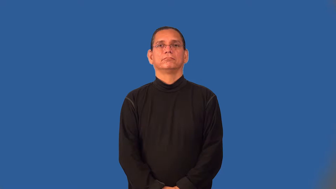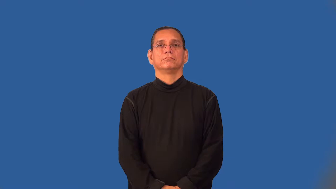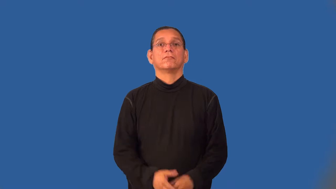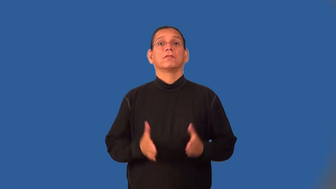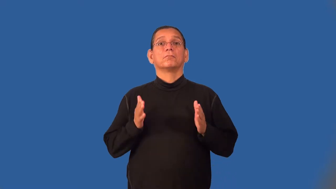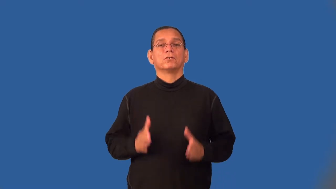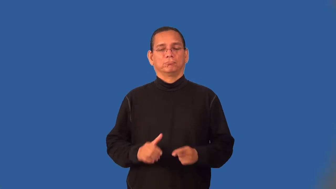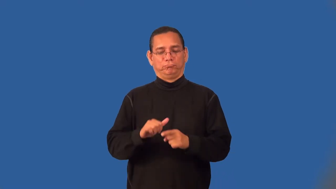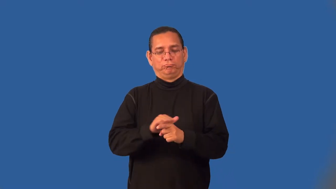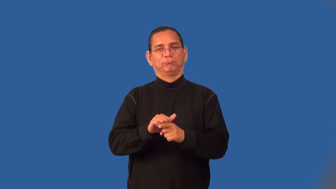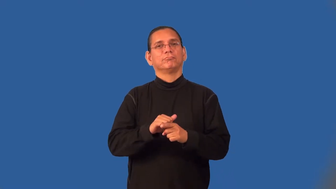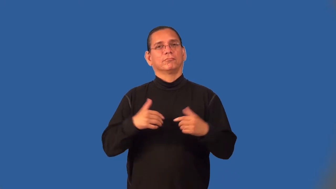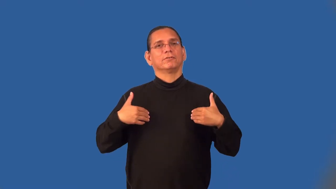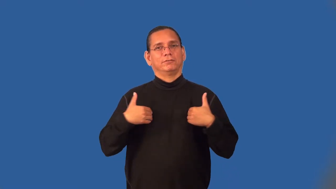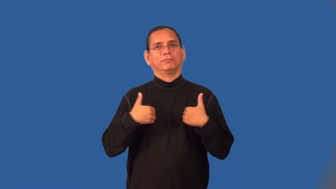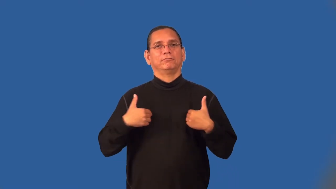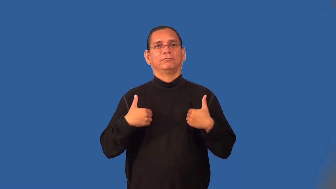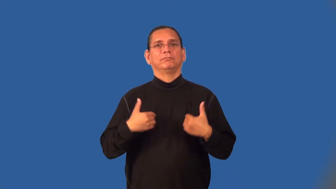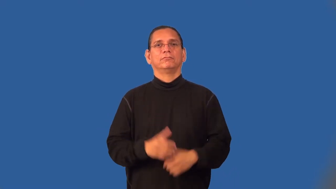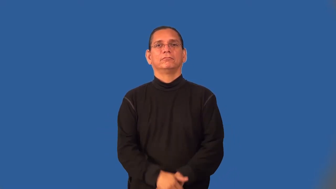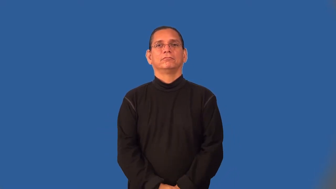tamer